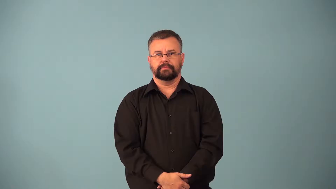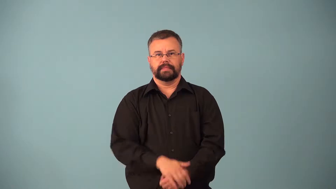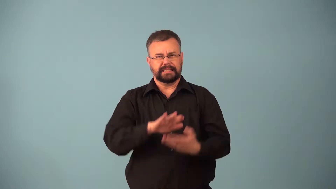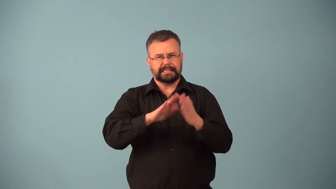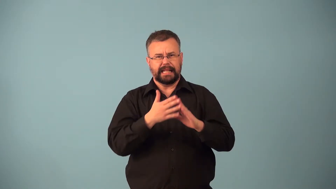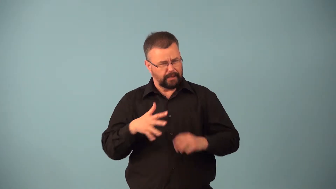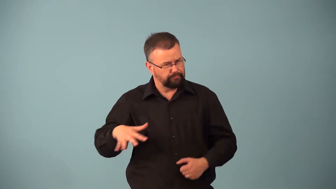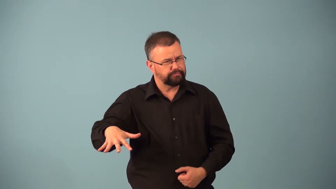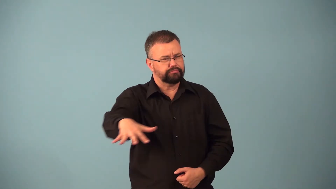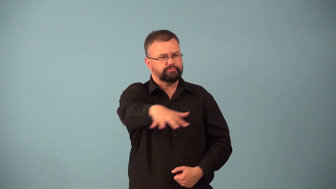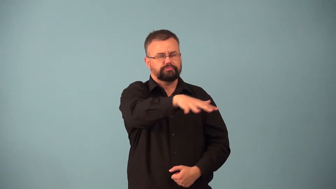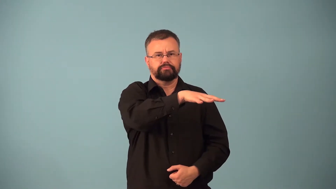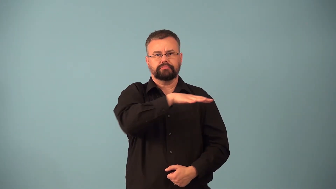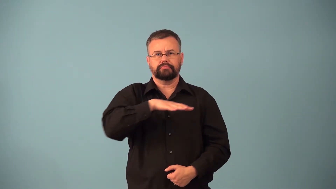citywide